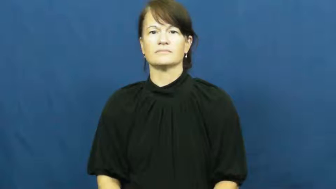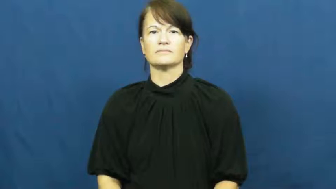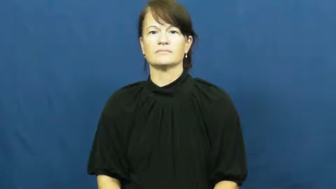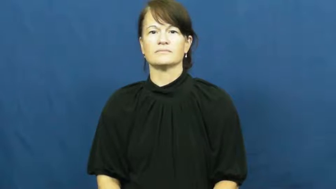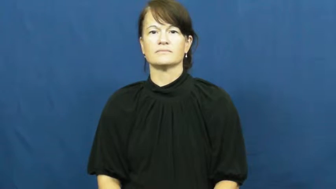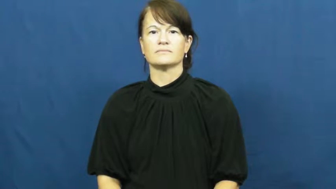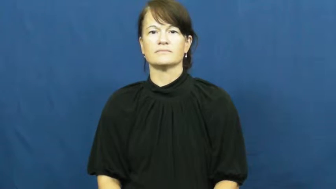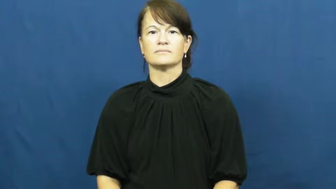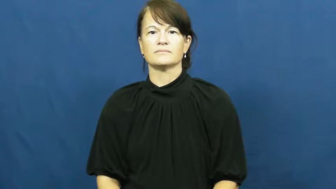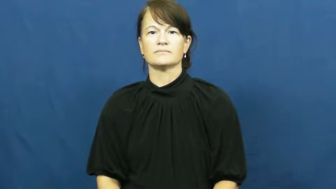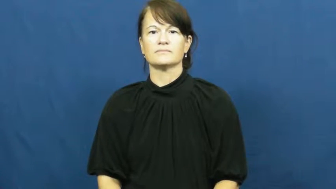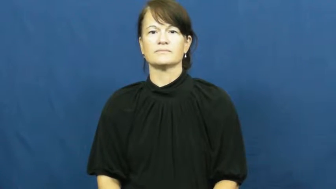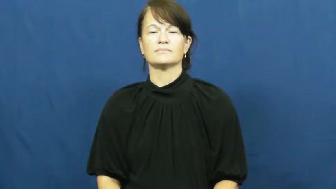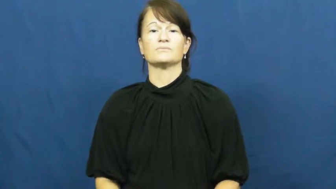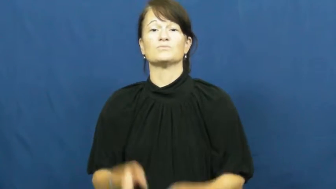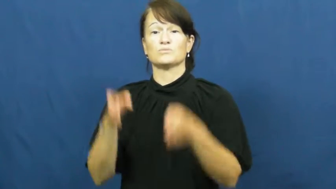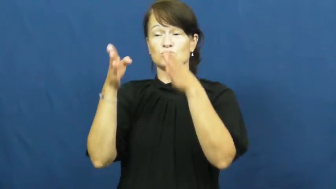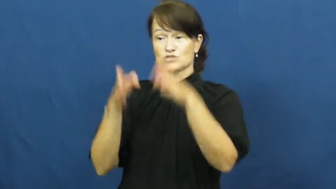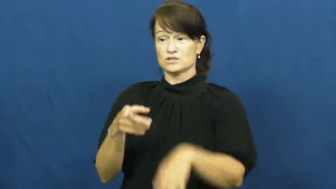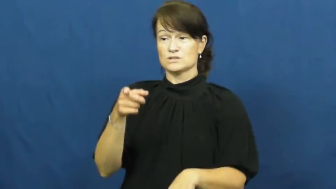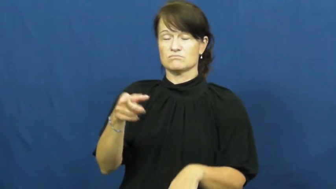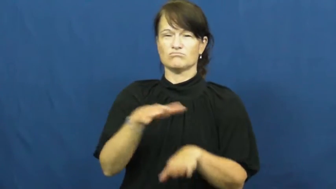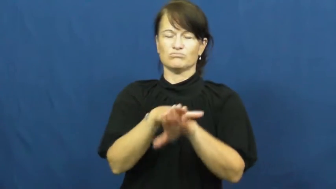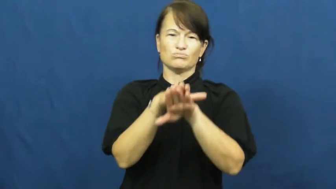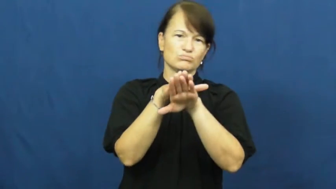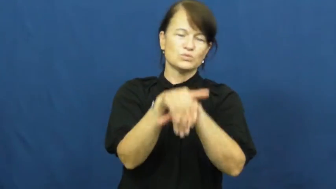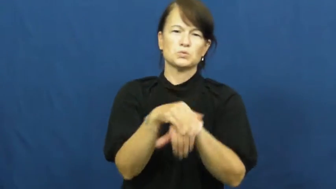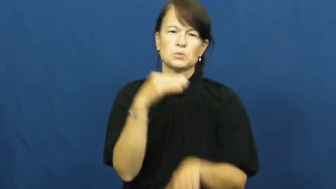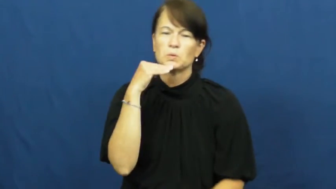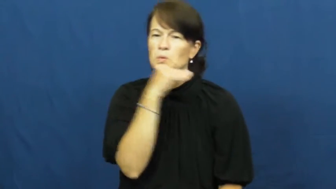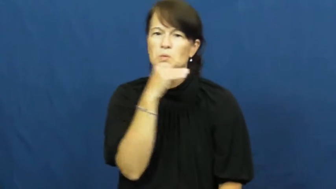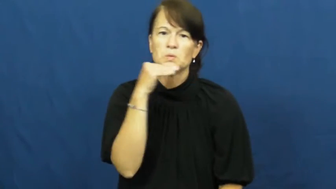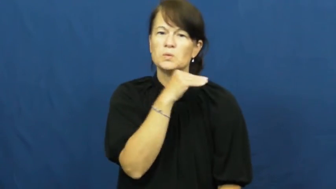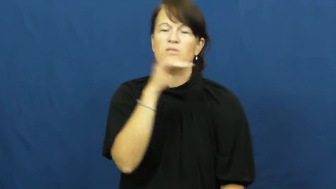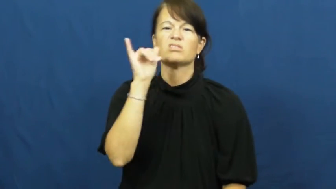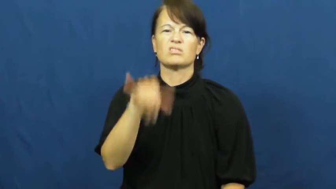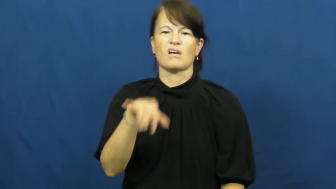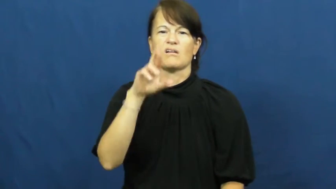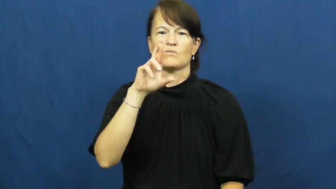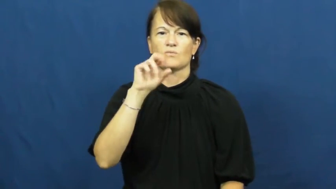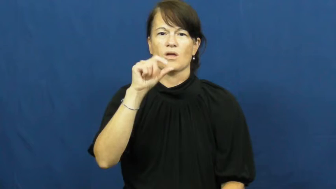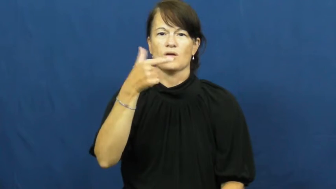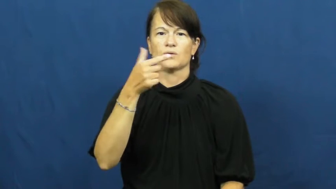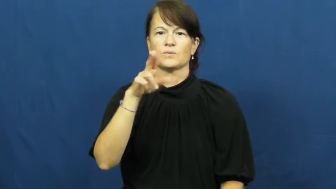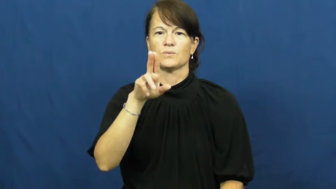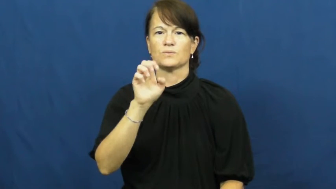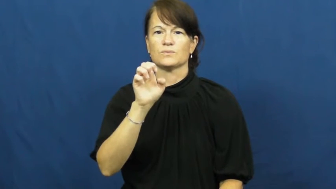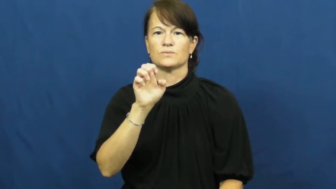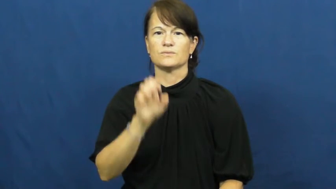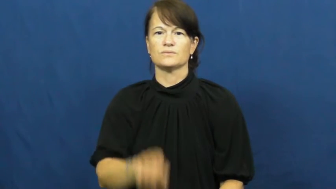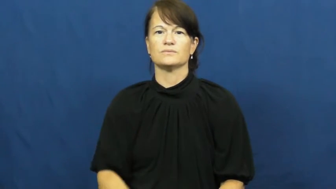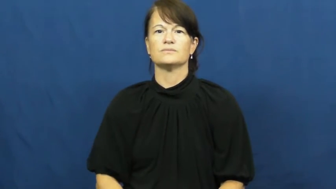rogue-liar